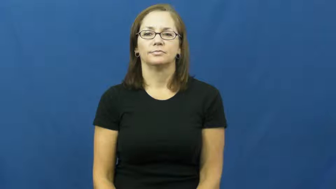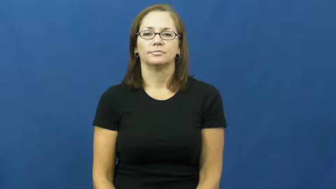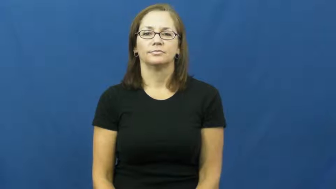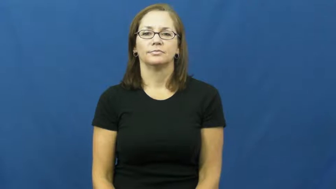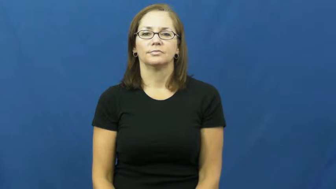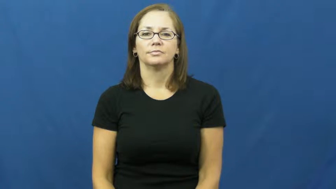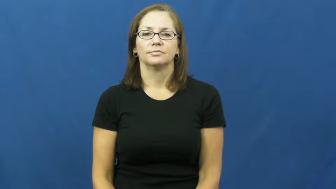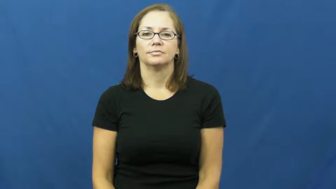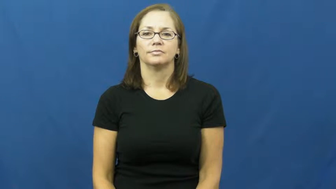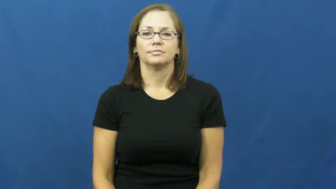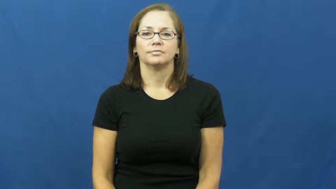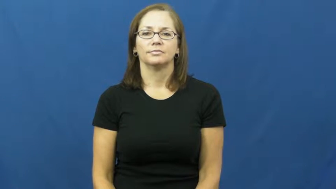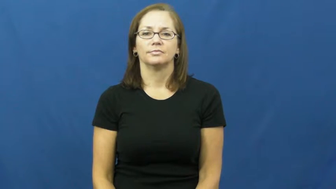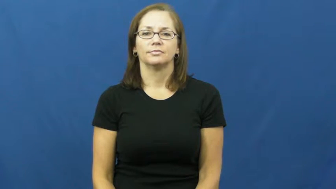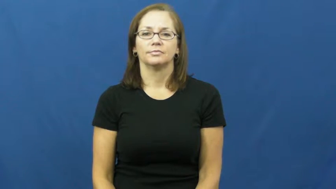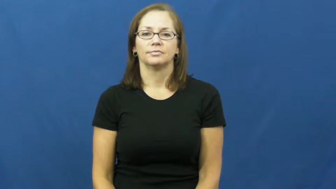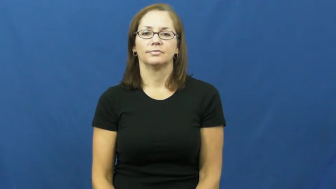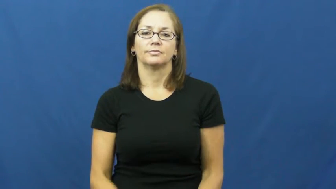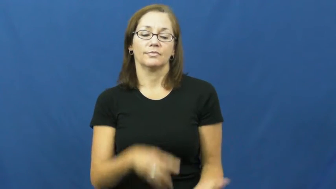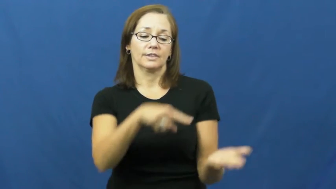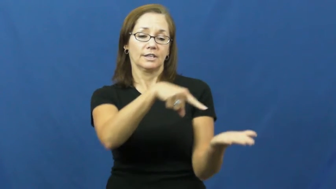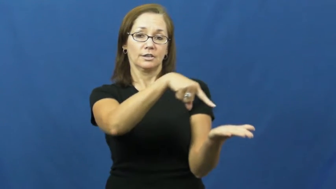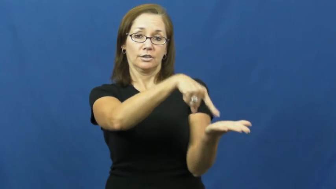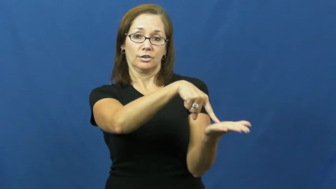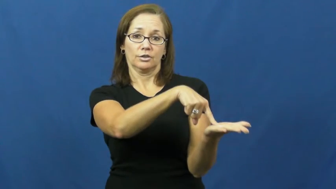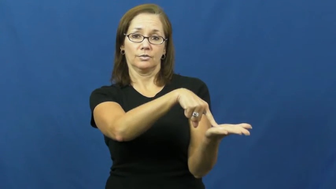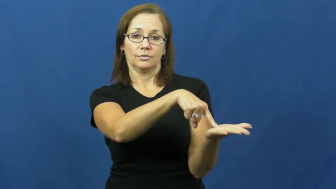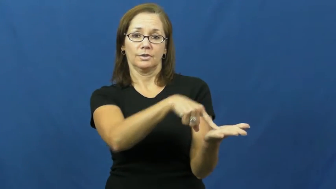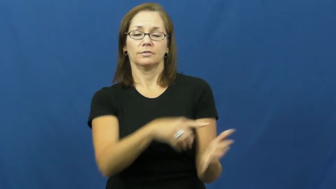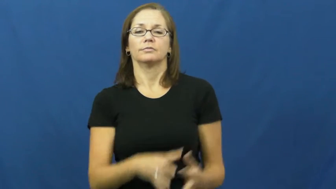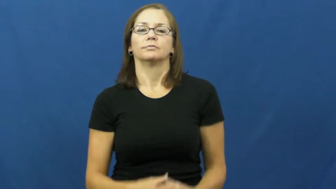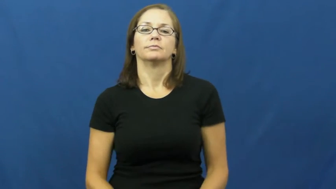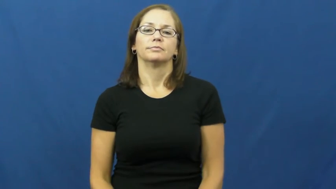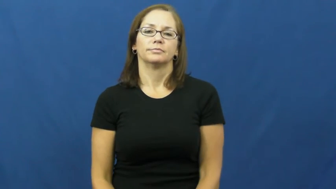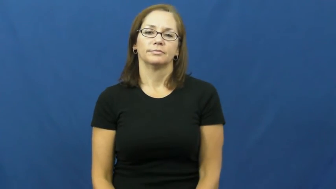due-must give